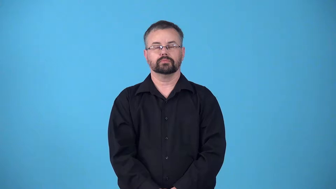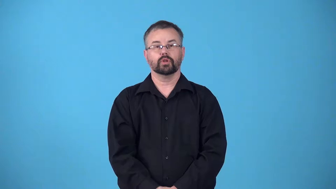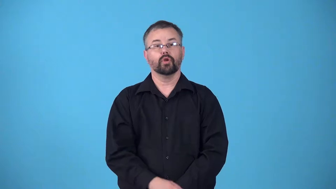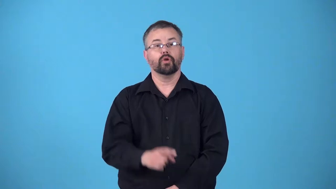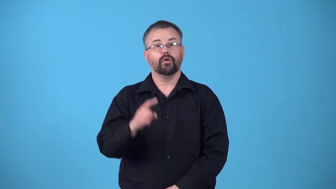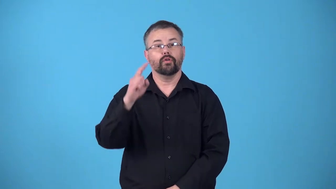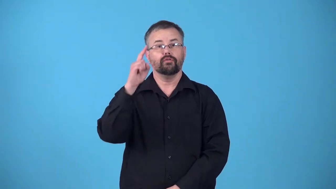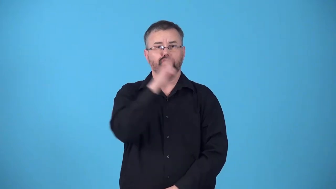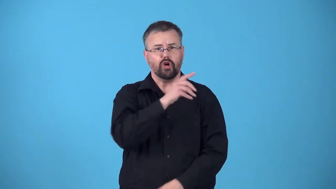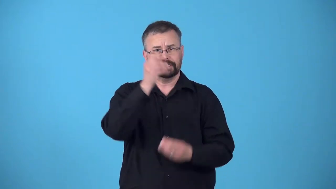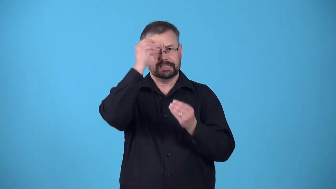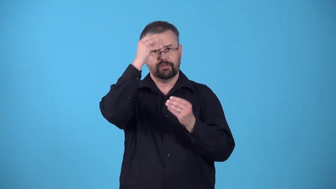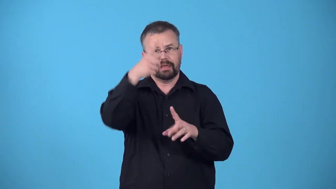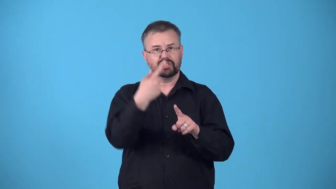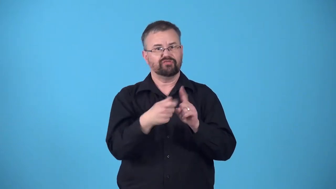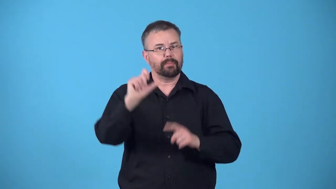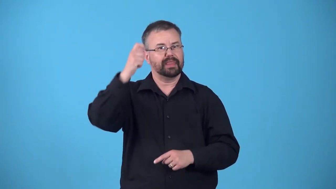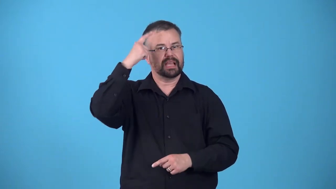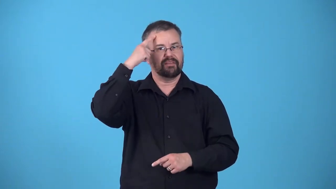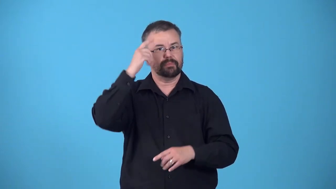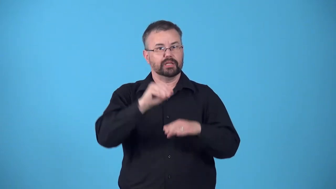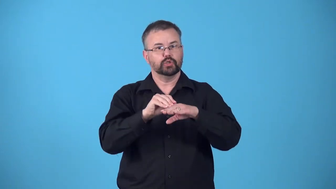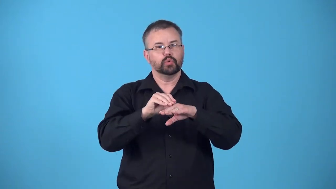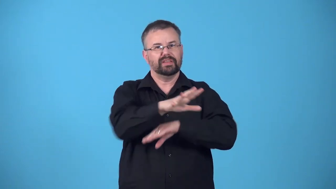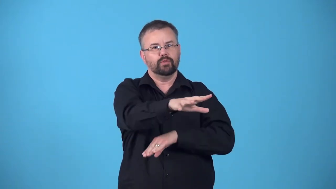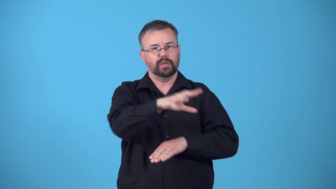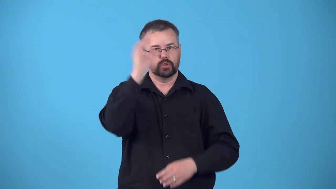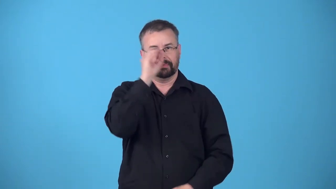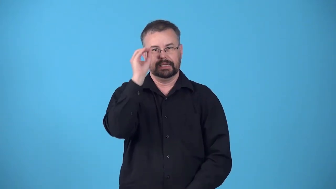propaganda